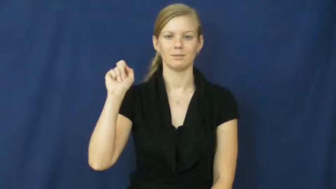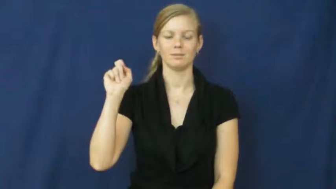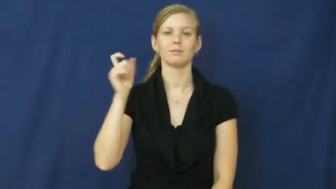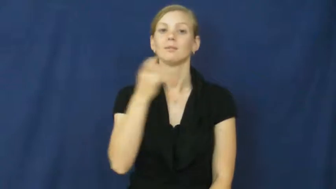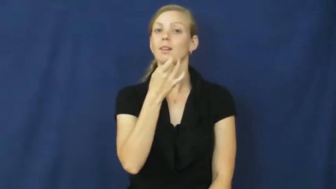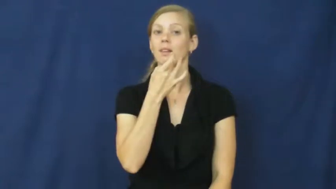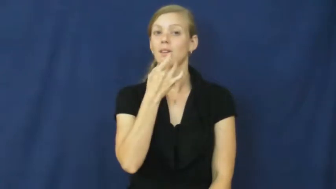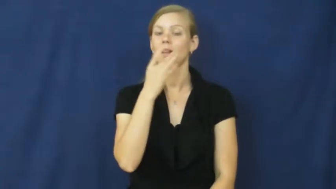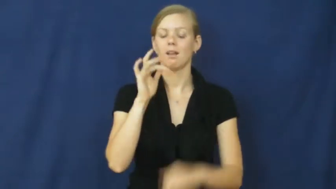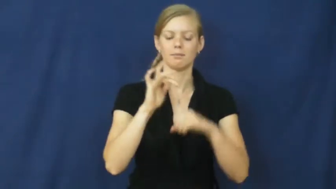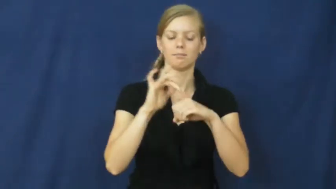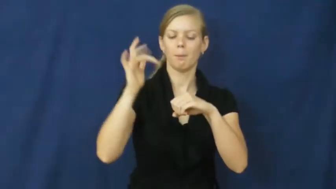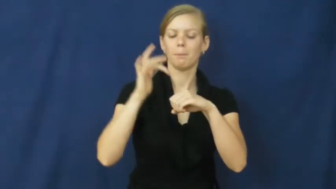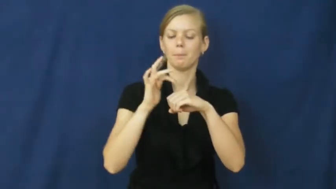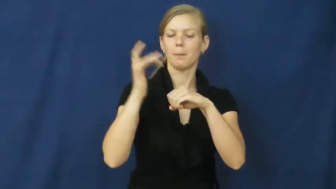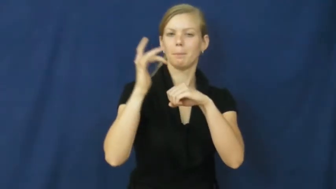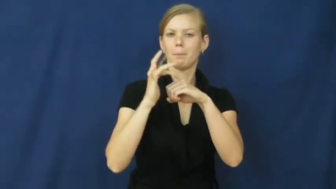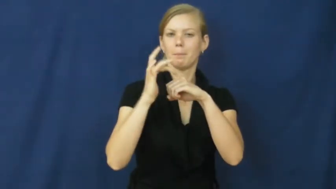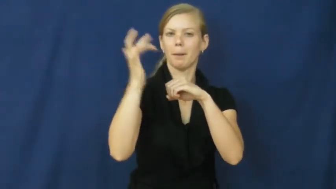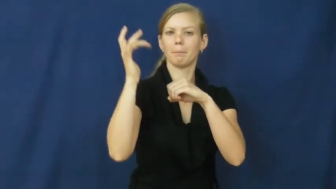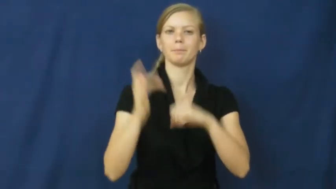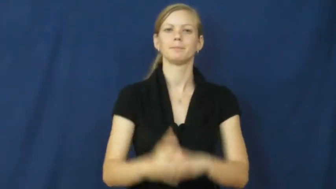sparkle,glitter,aglitter,spangly,vibrant